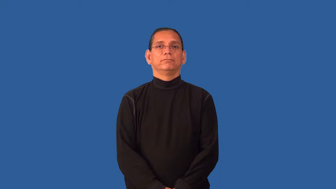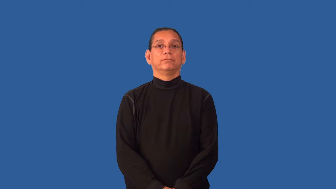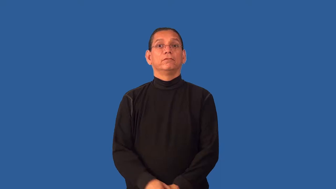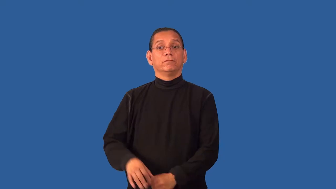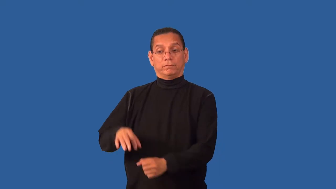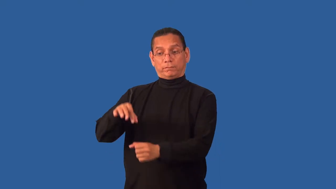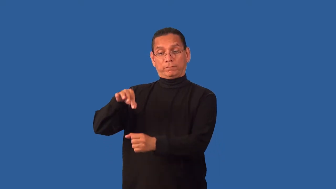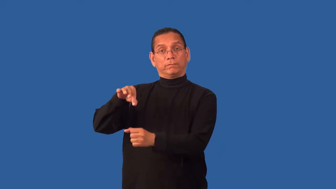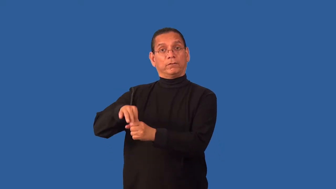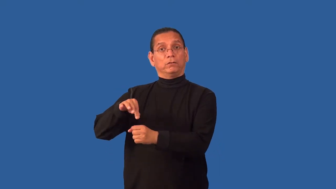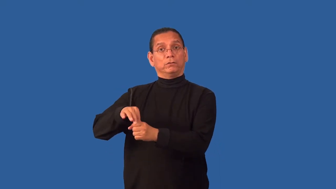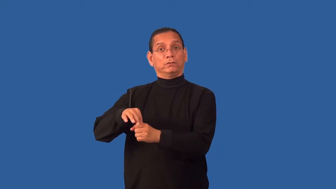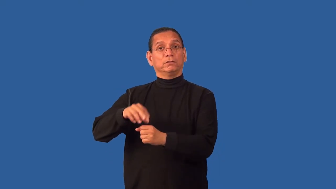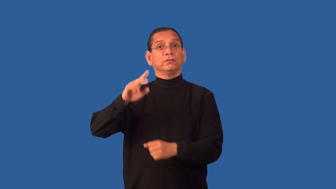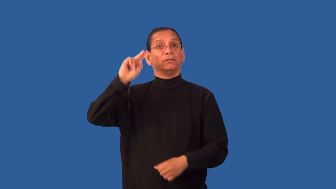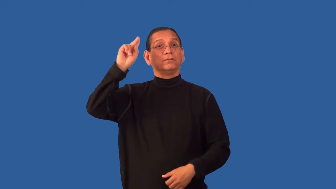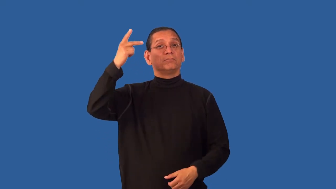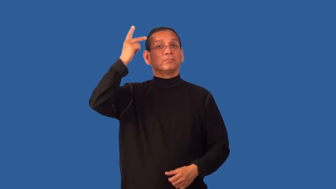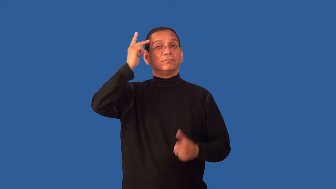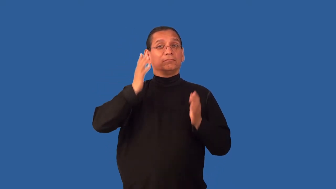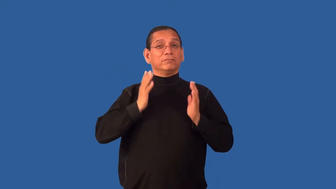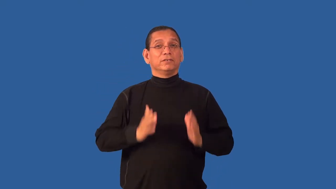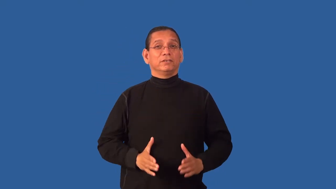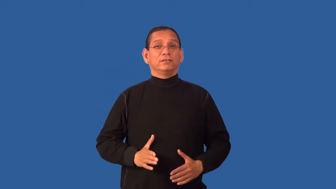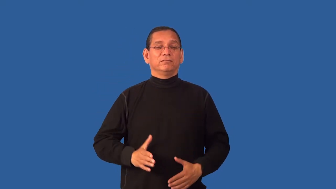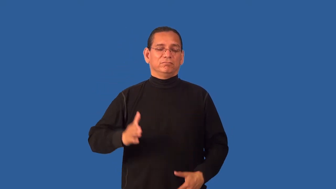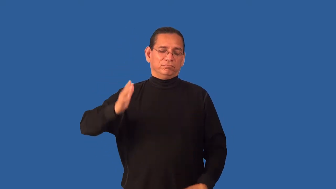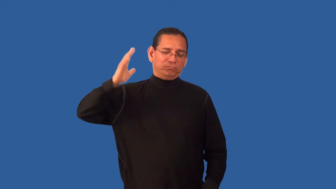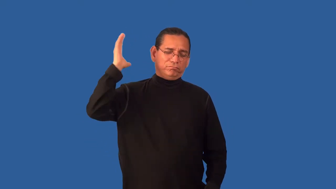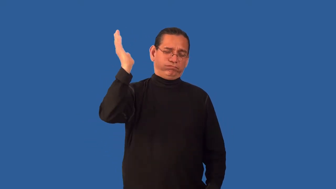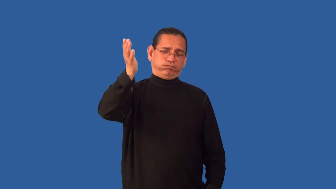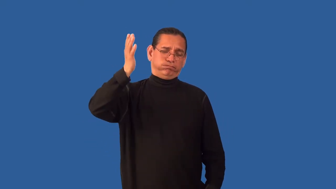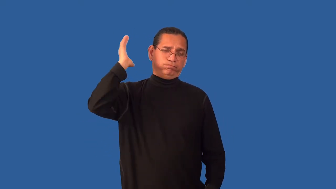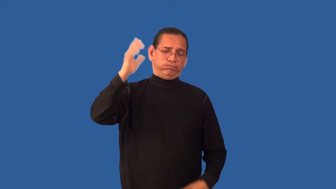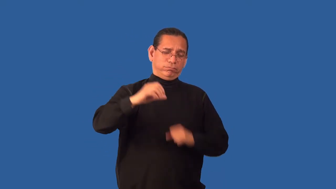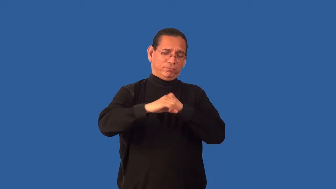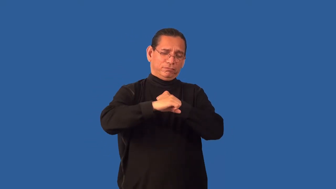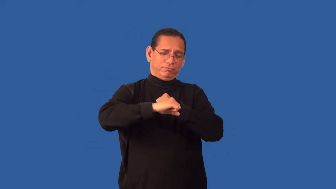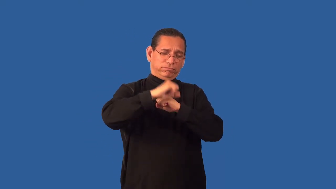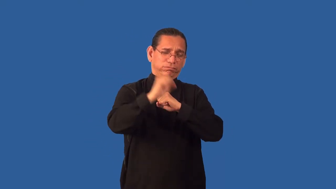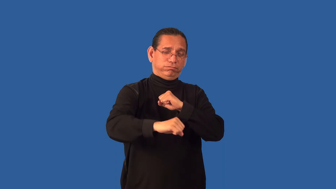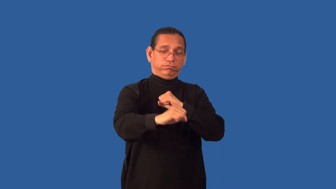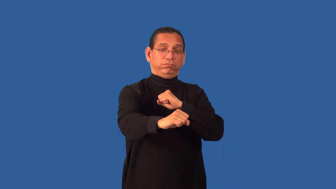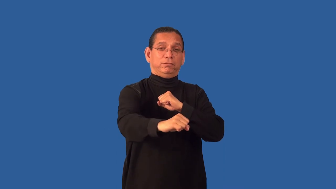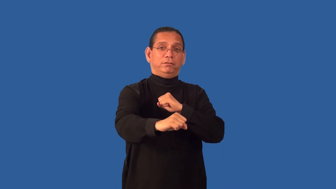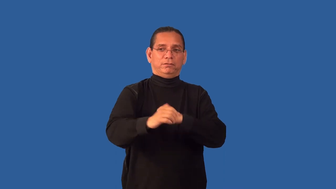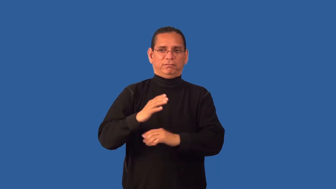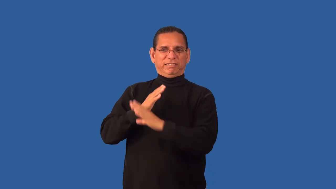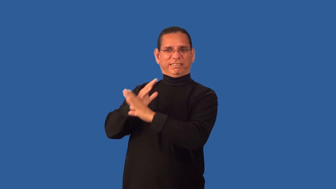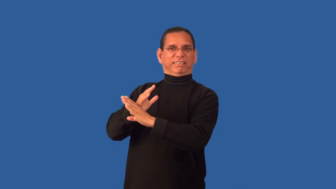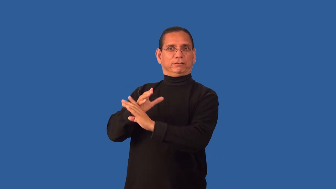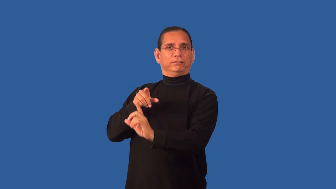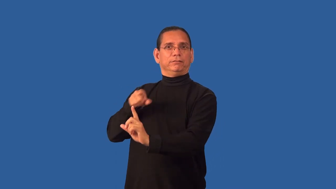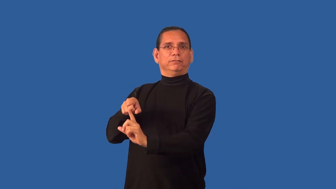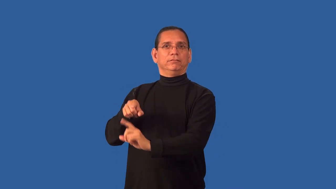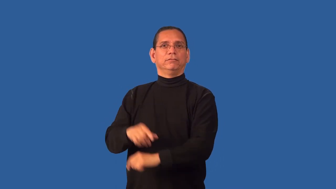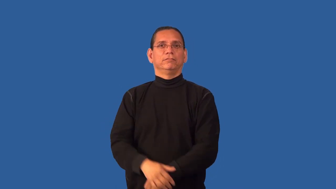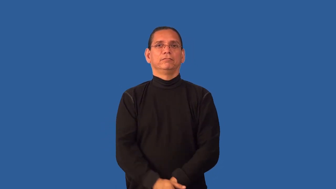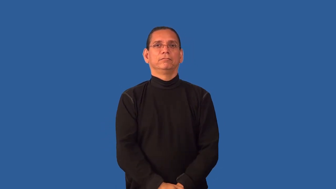filibuster